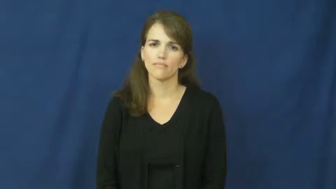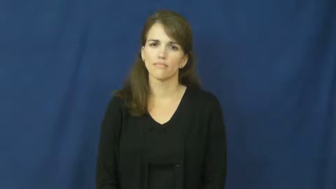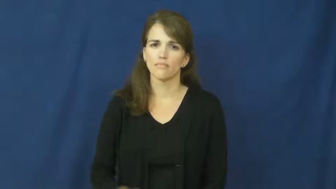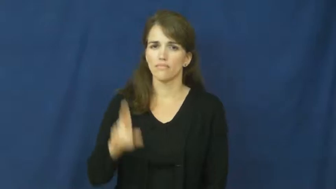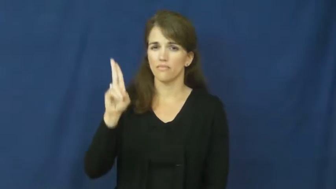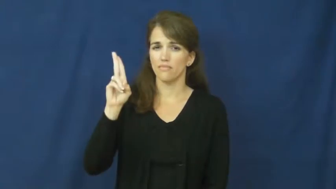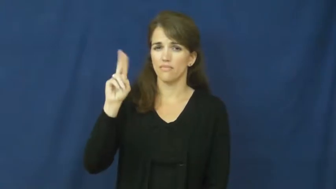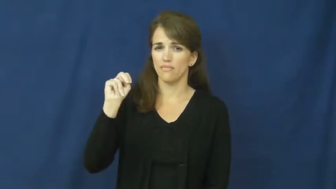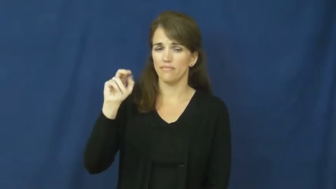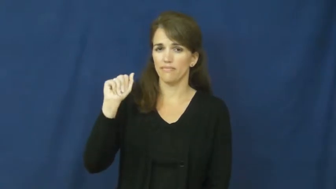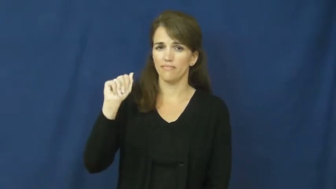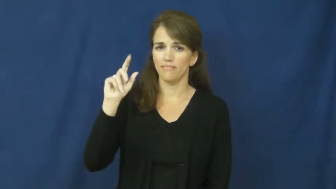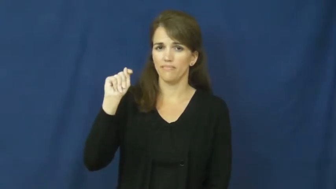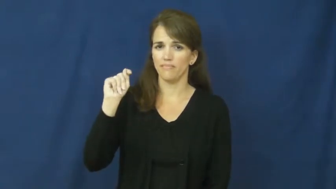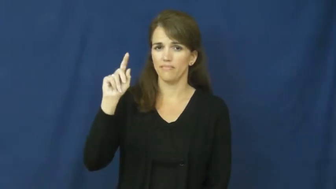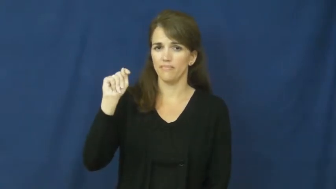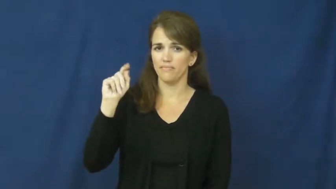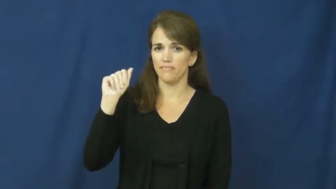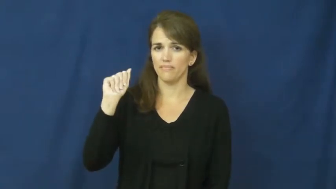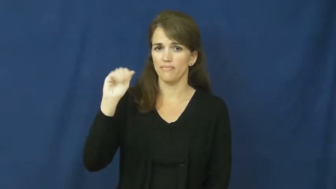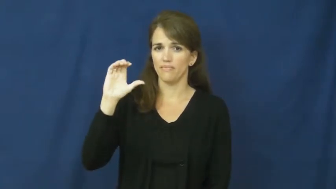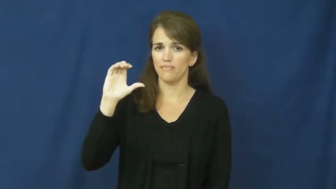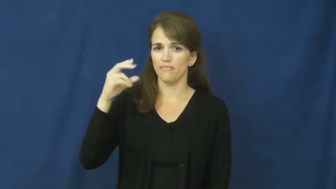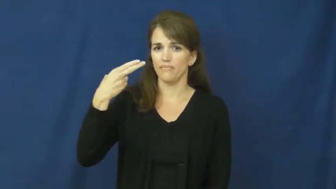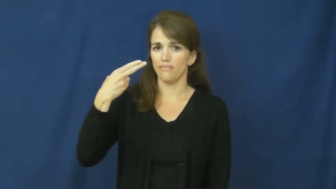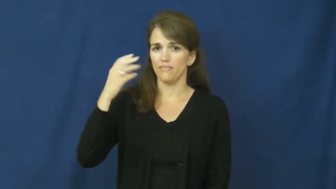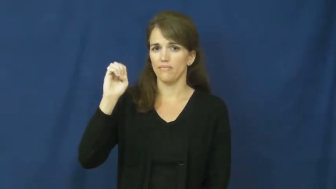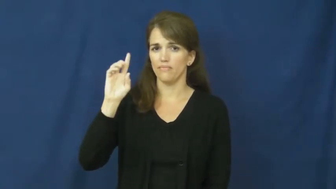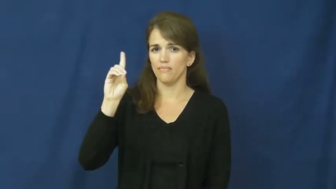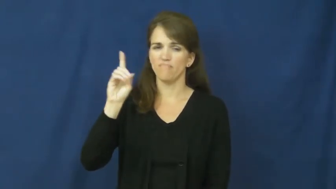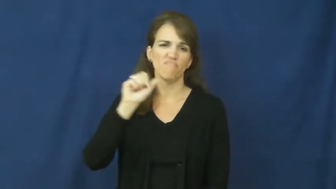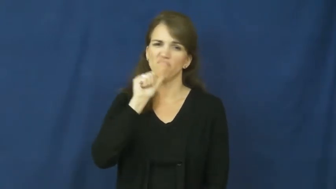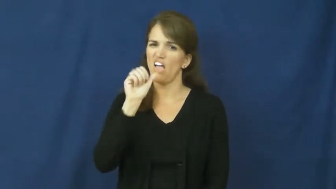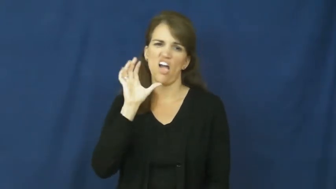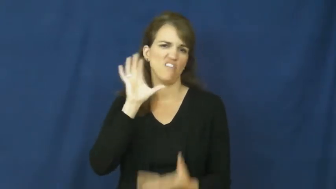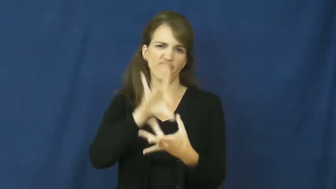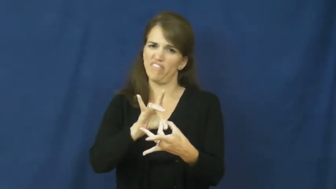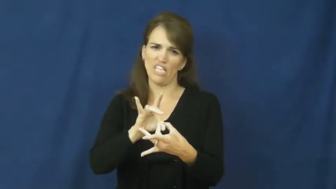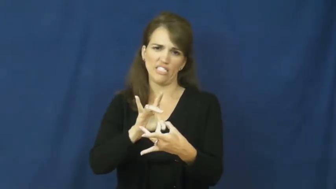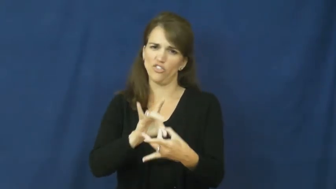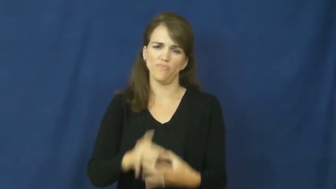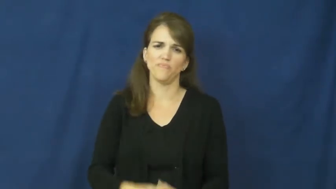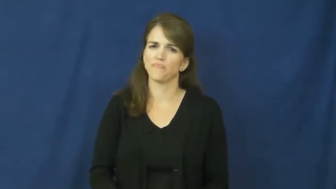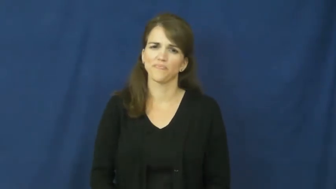unattached